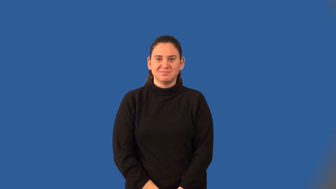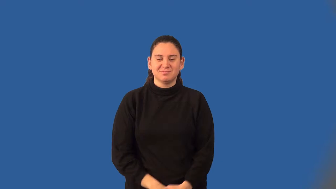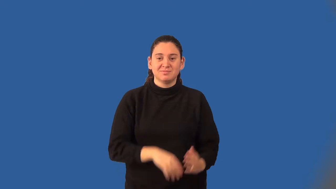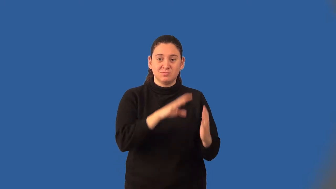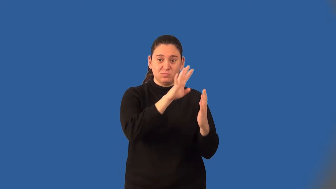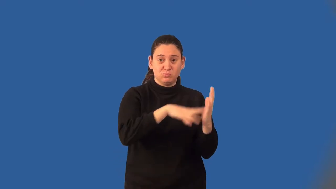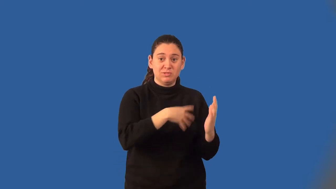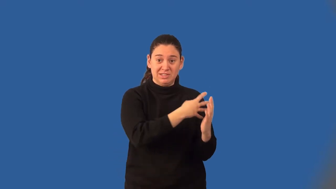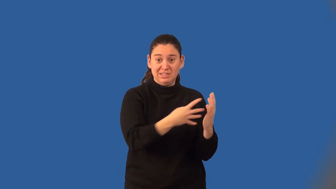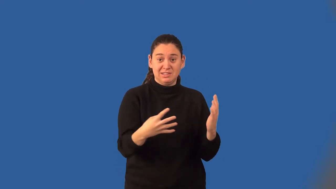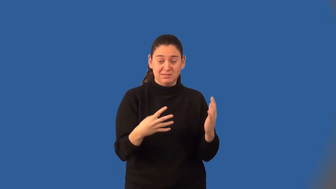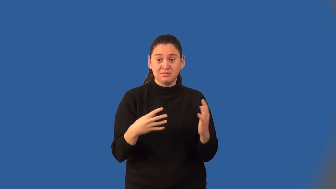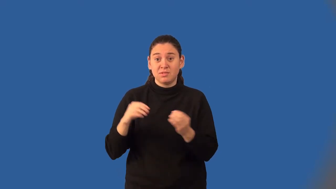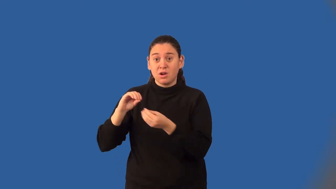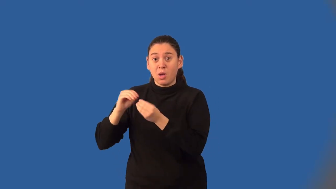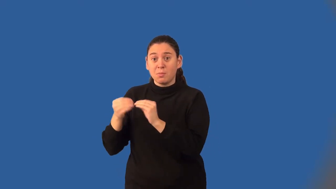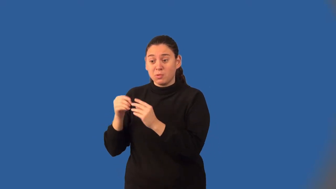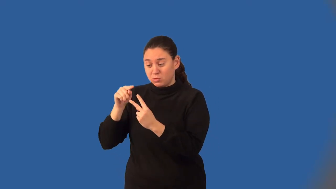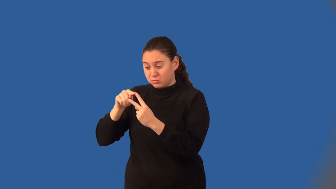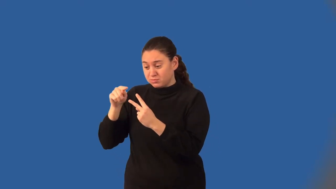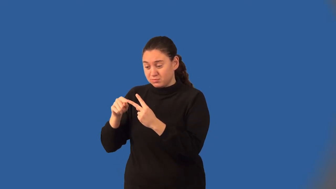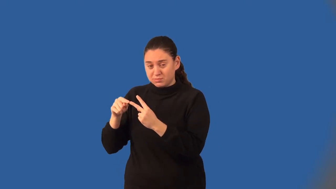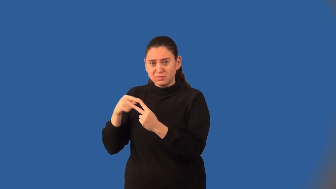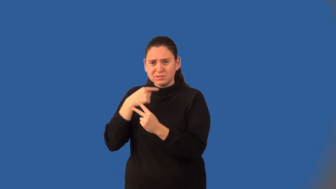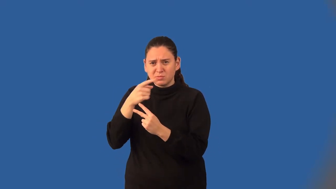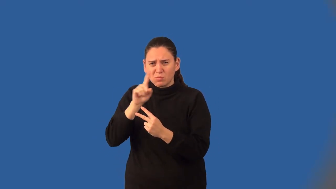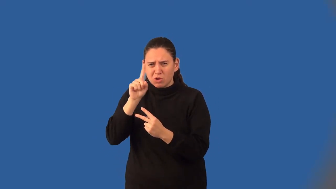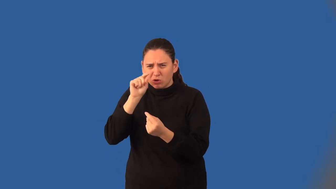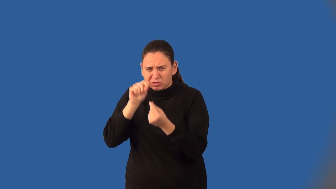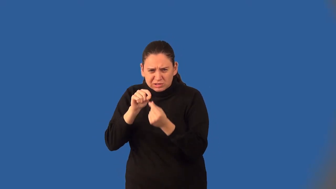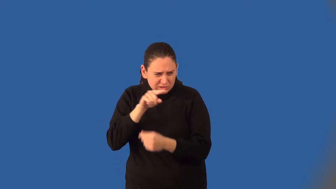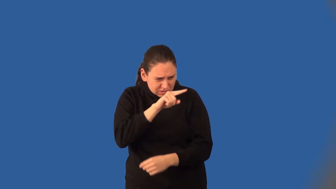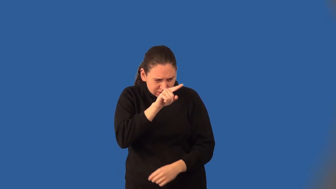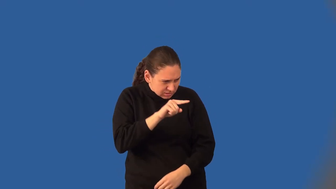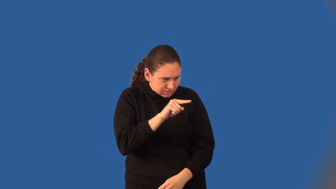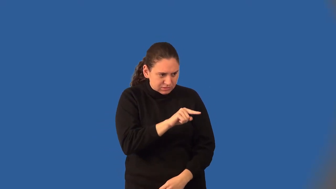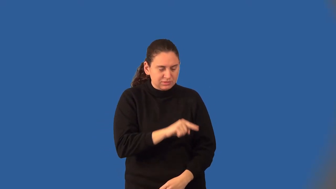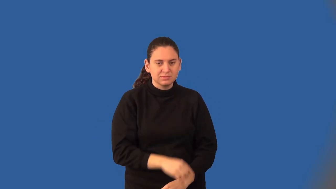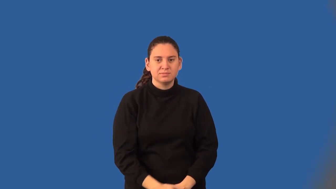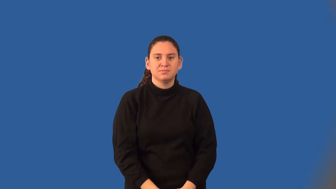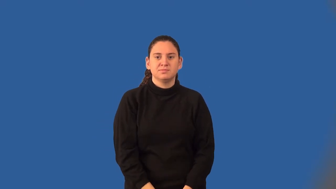coordinate grid